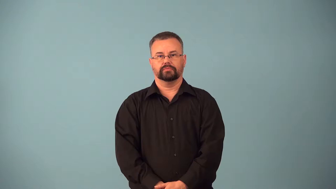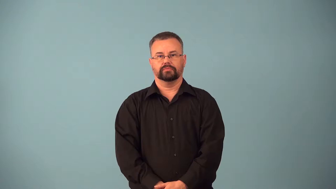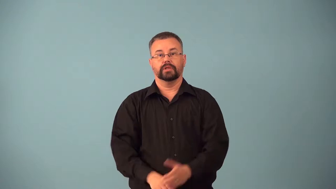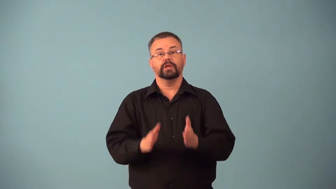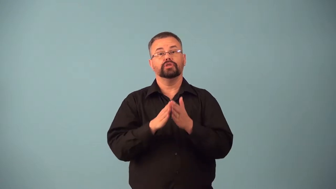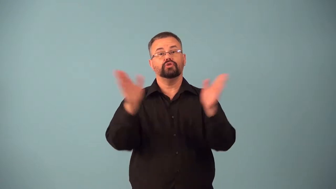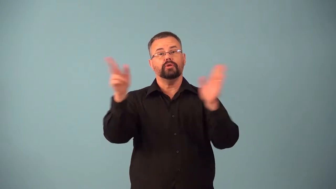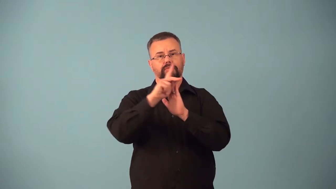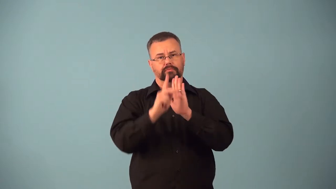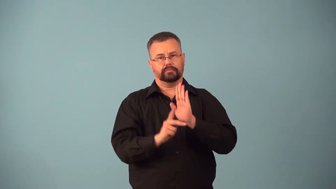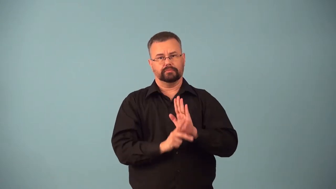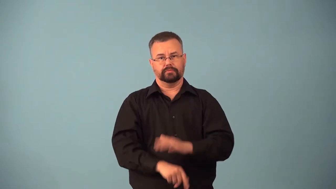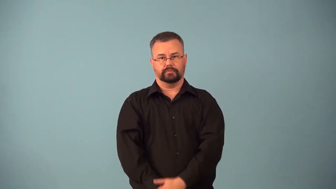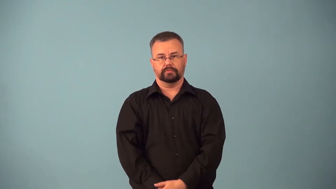axiom